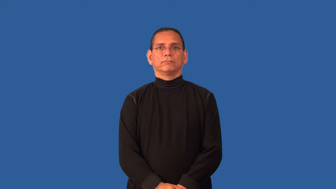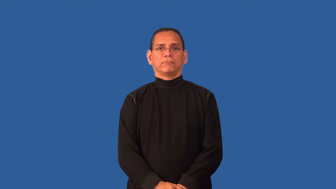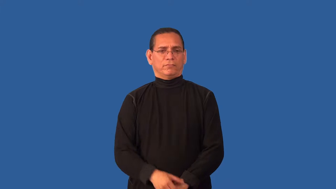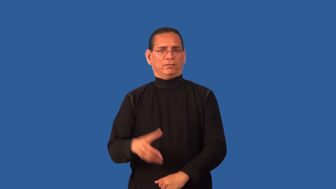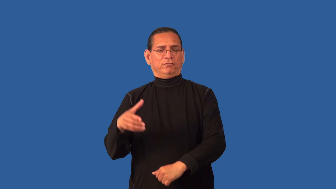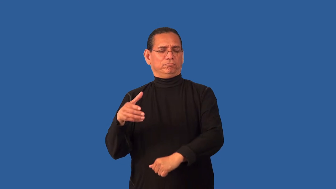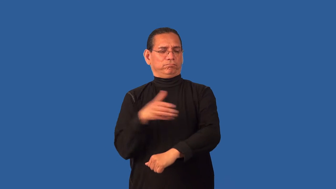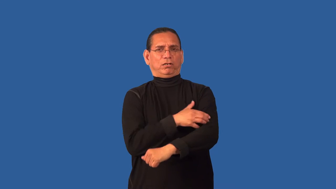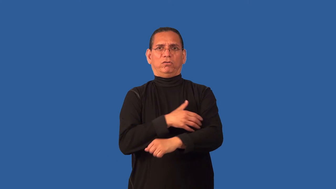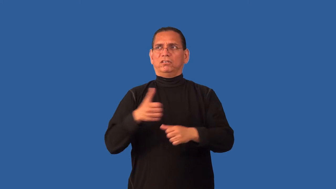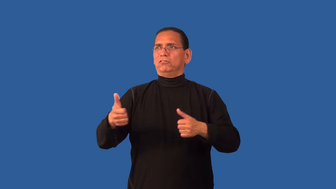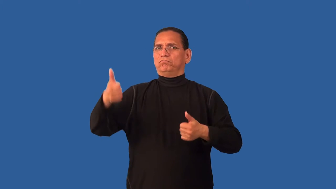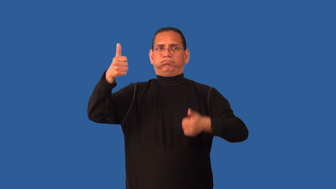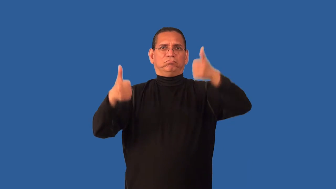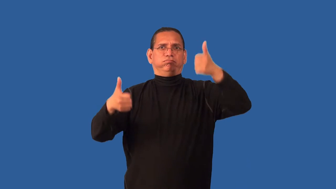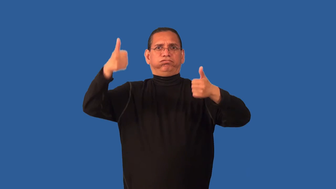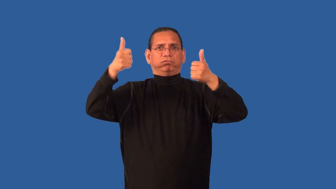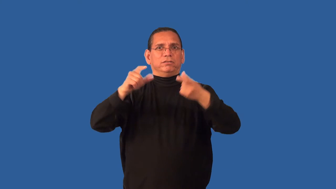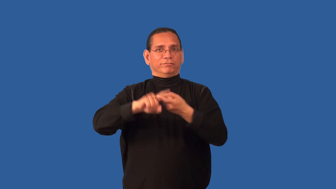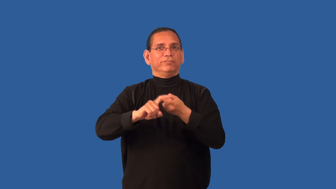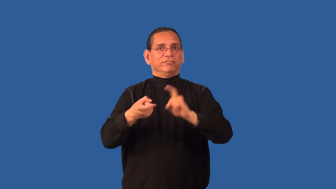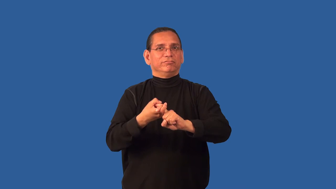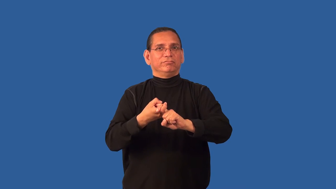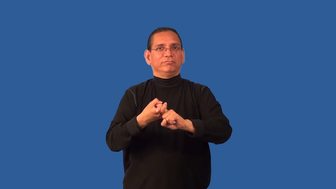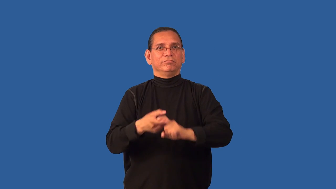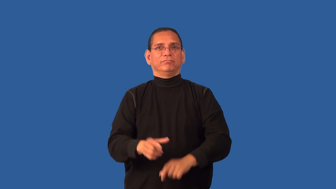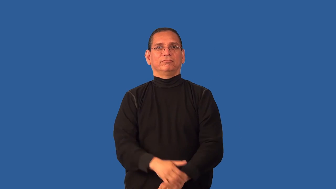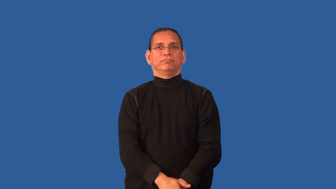crony